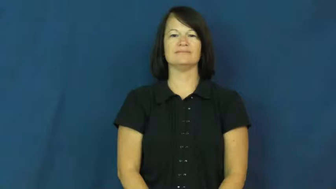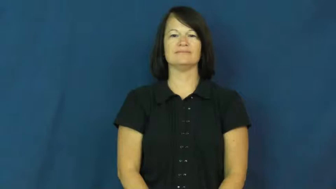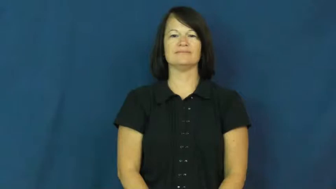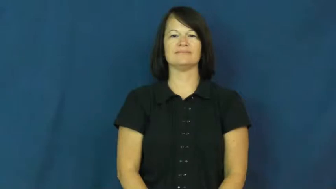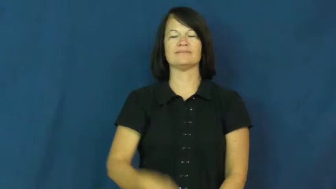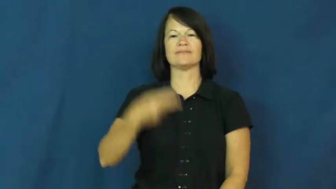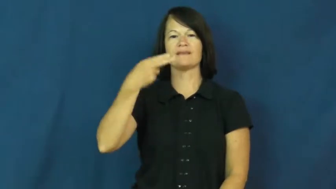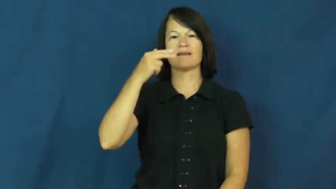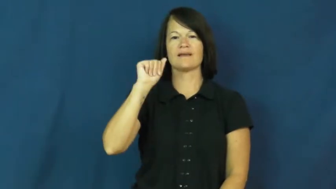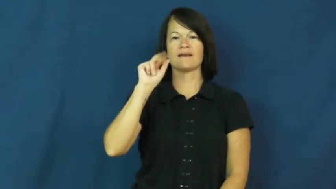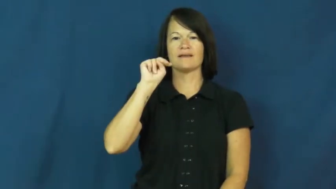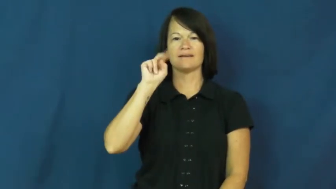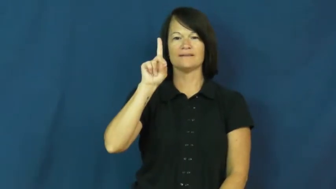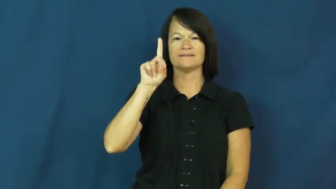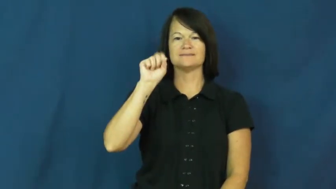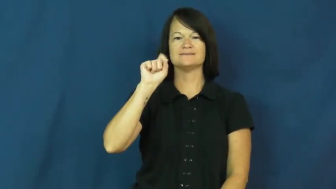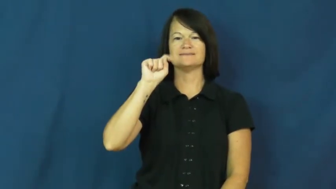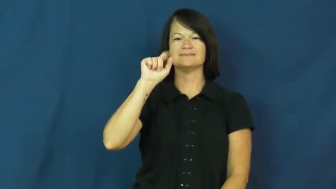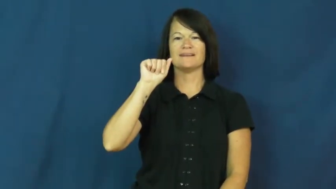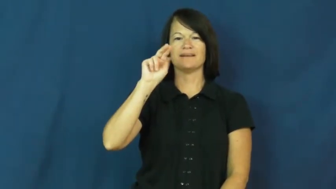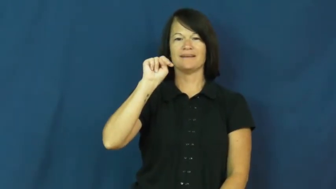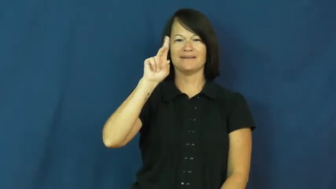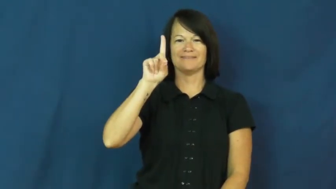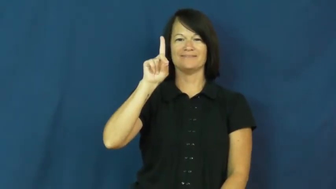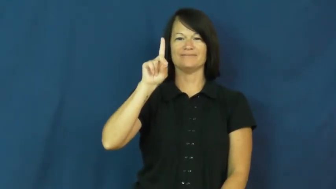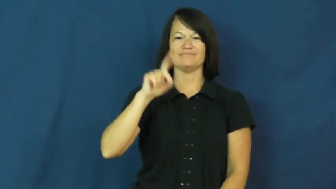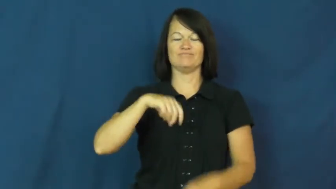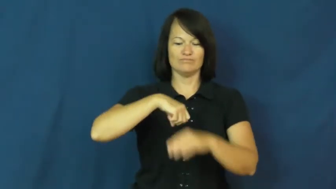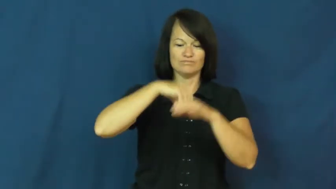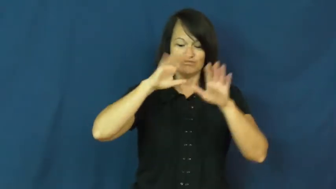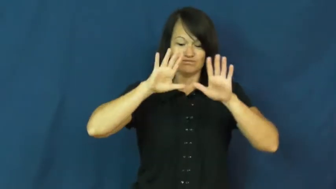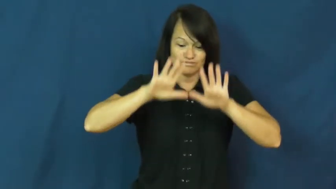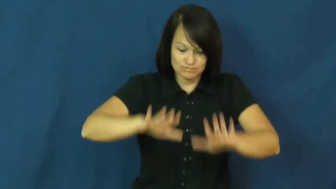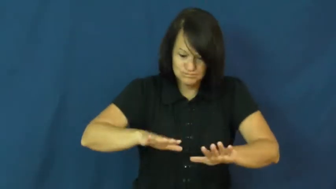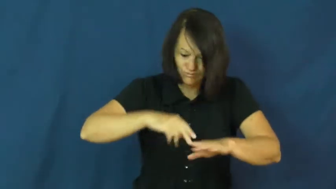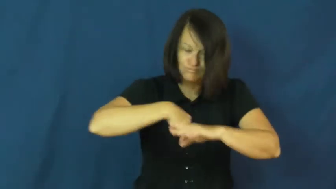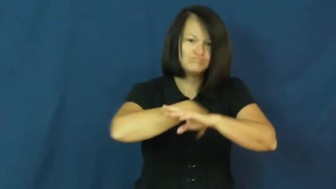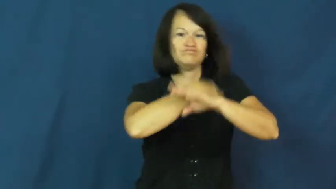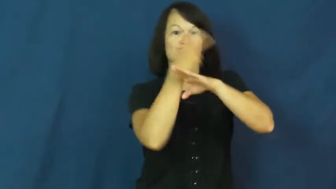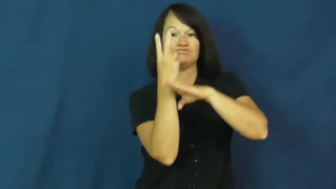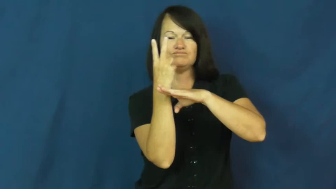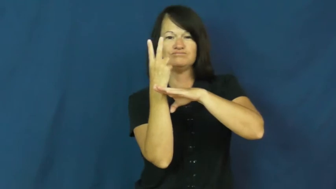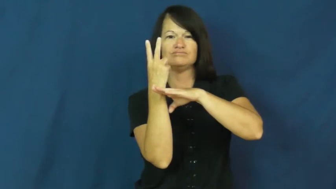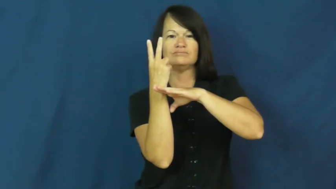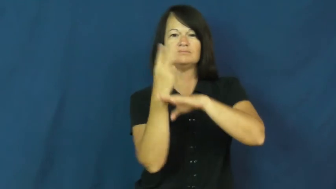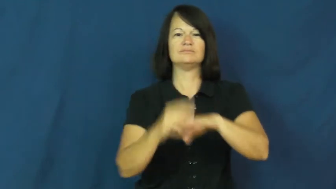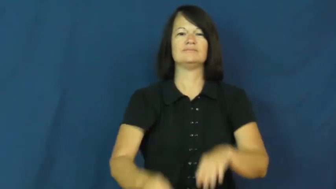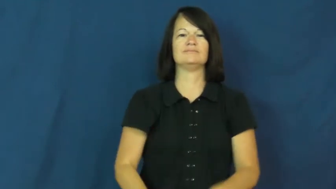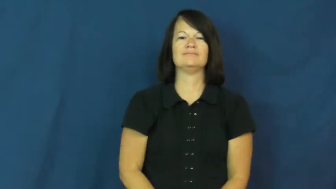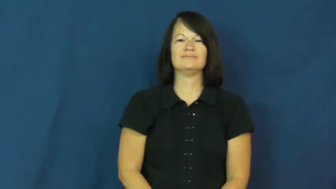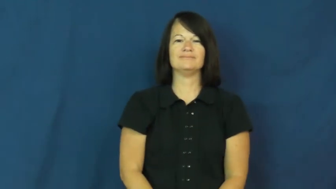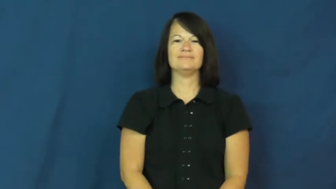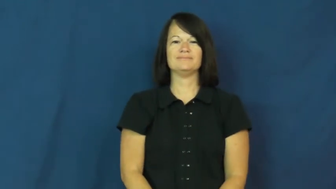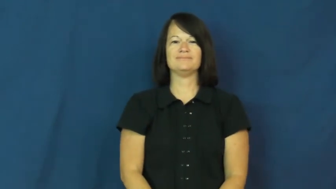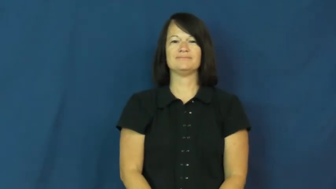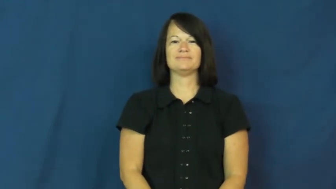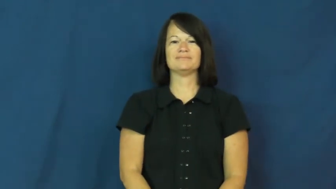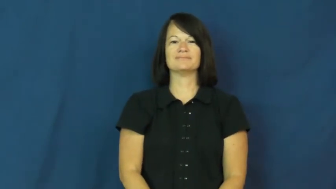handstand